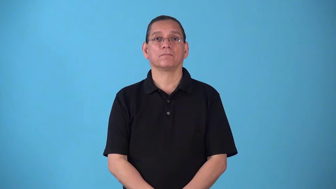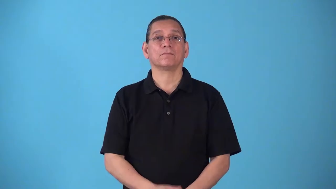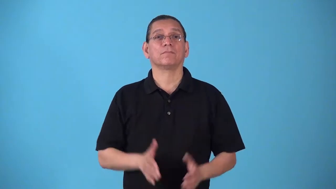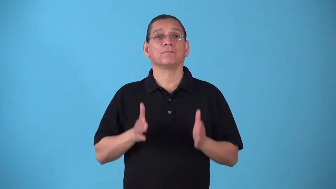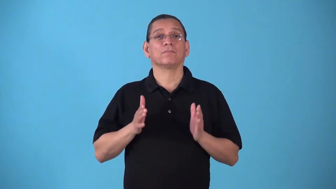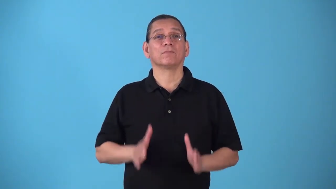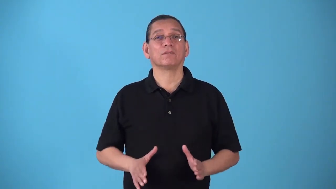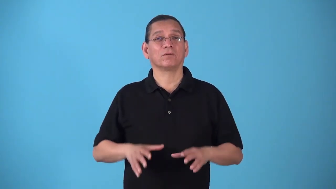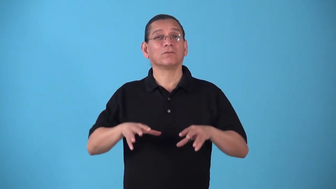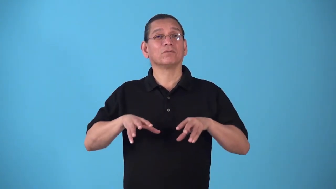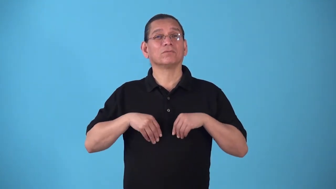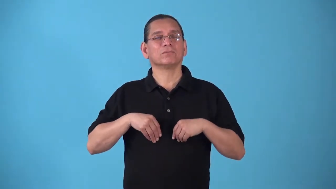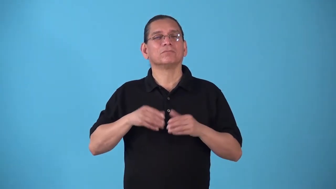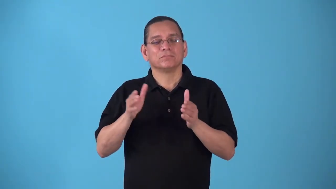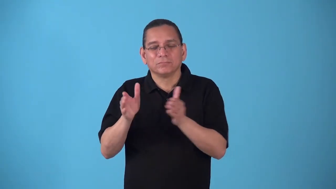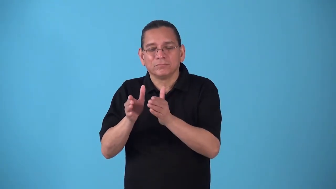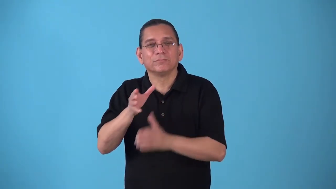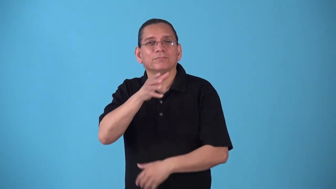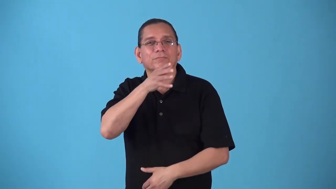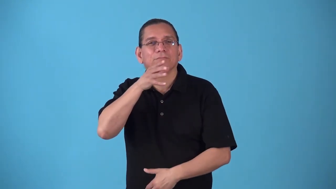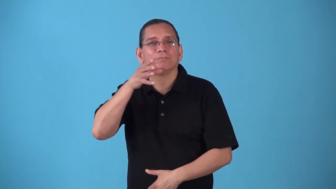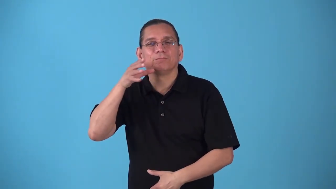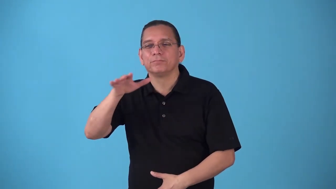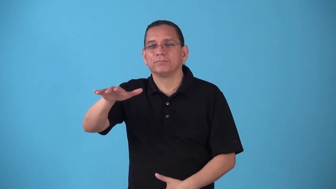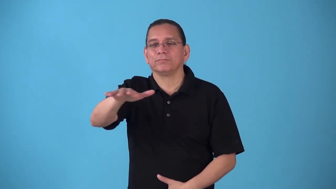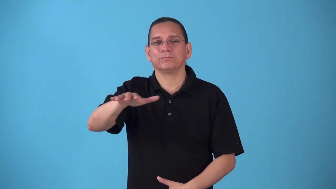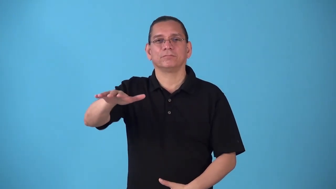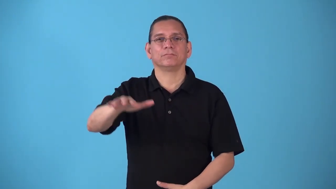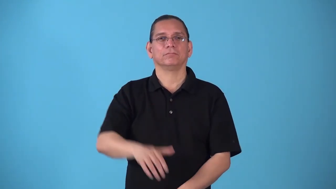smallholder